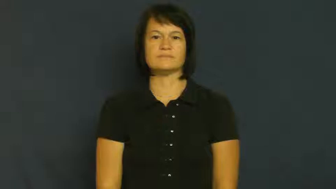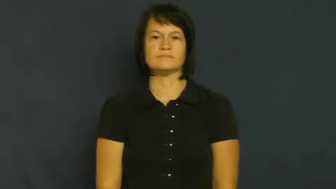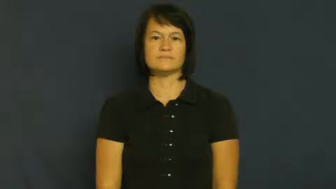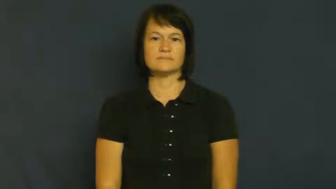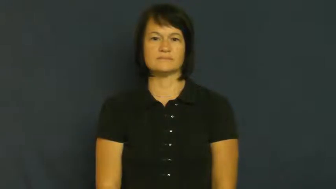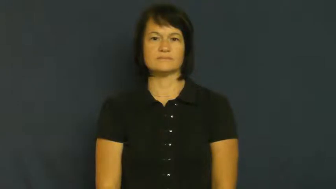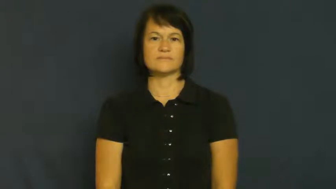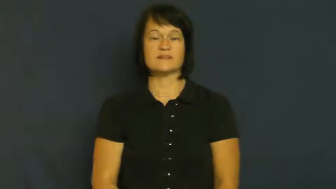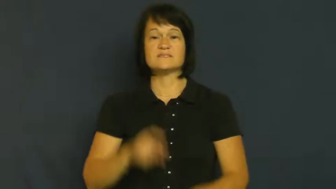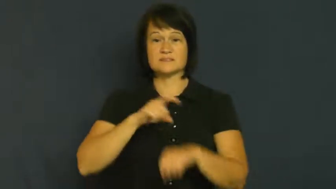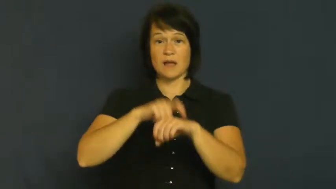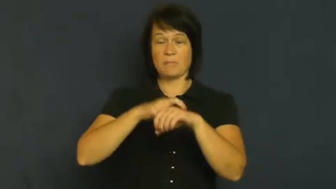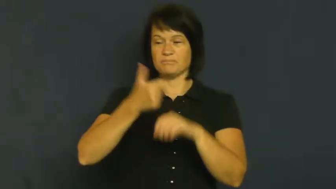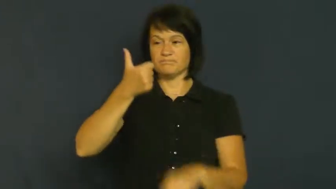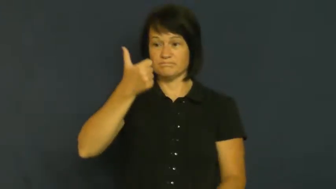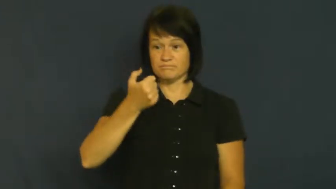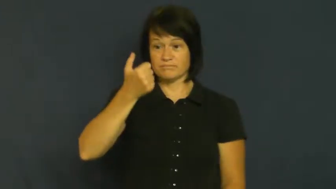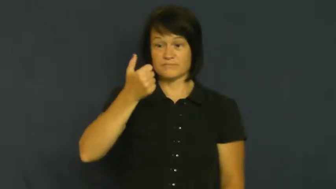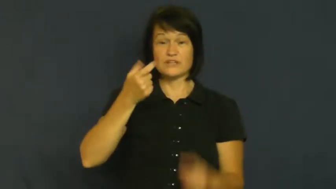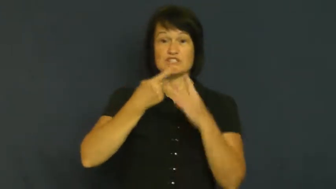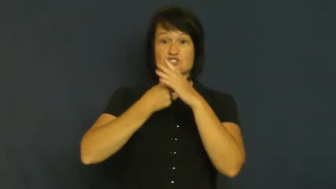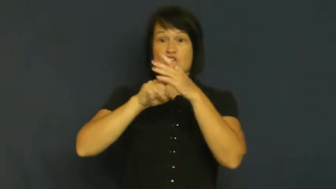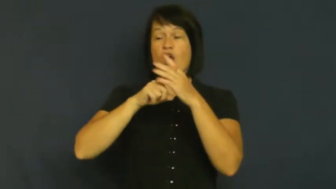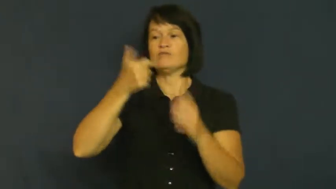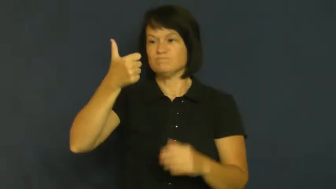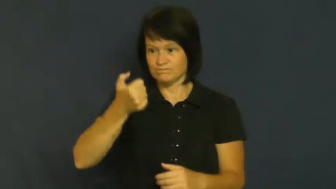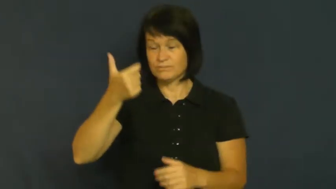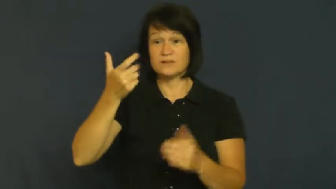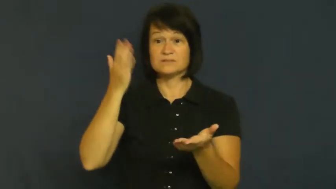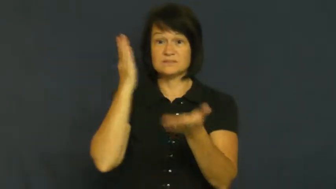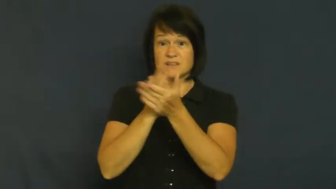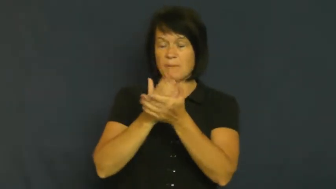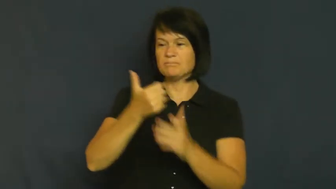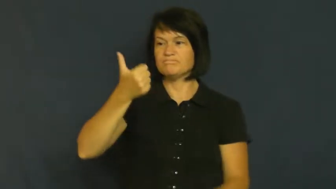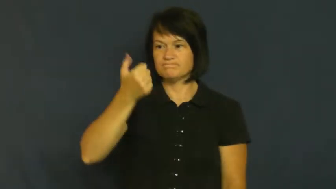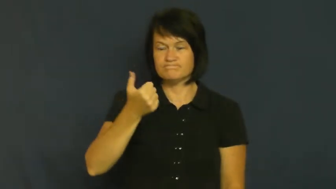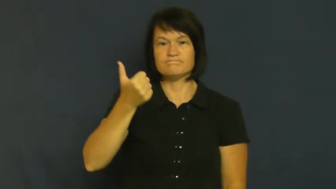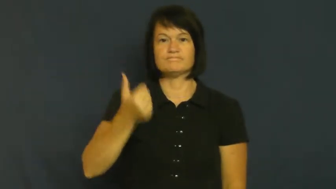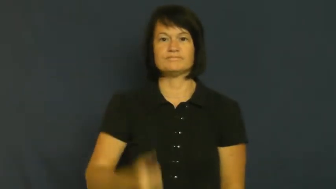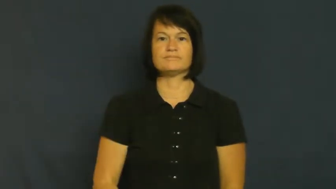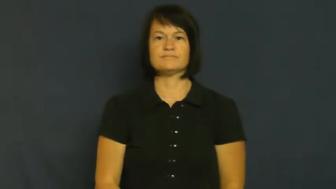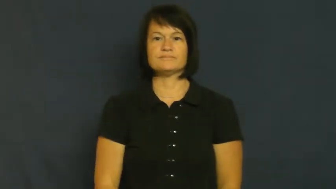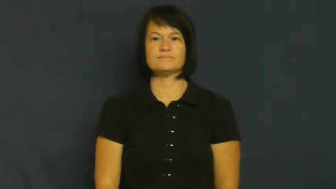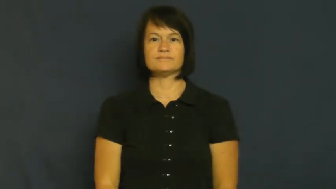timer-stopwatch